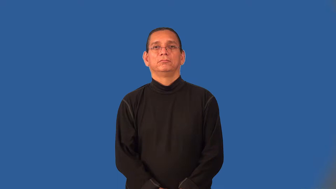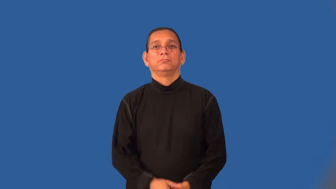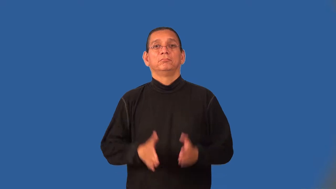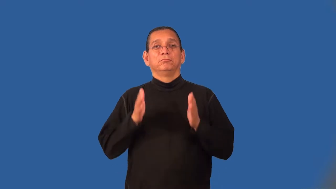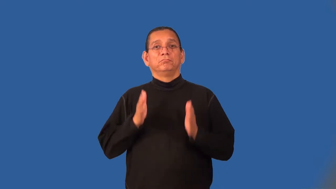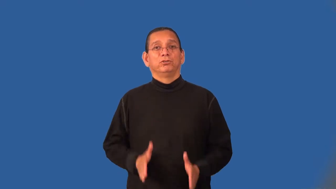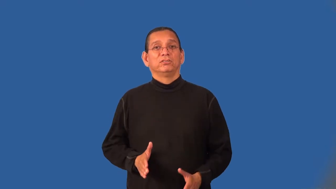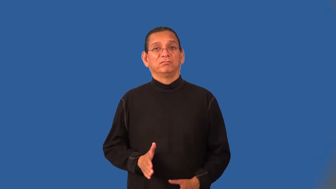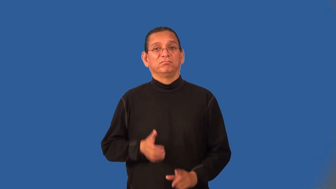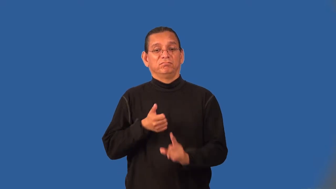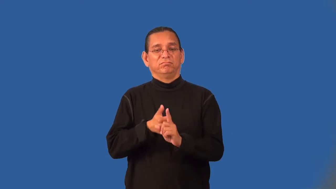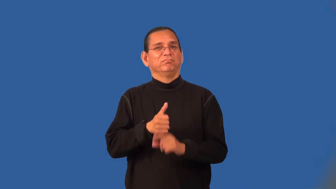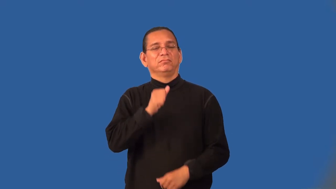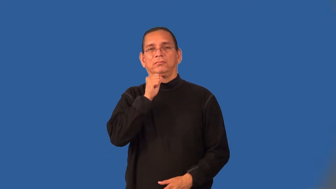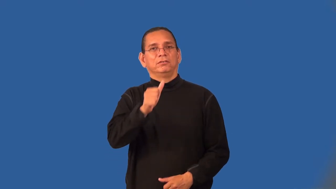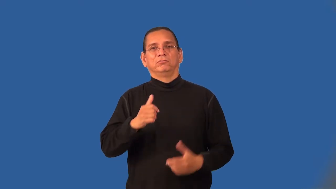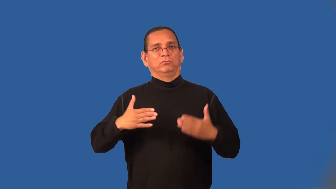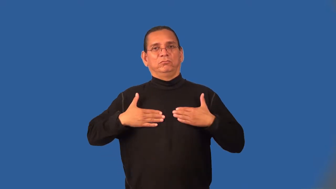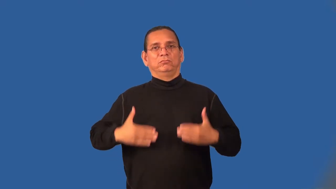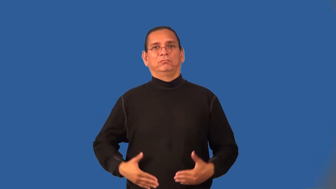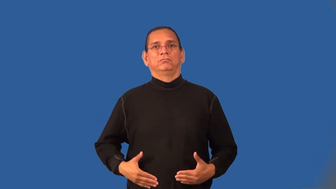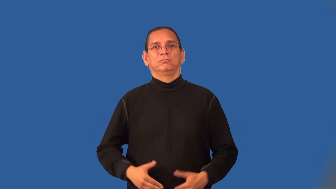nonhuman